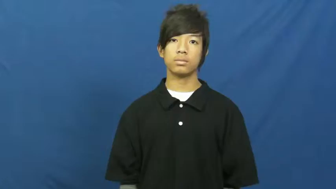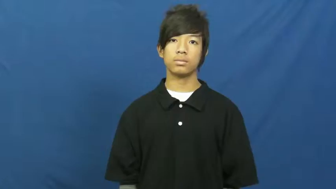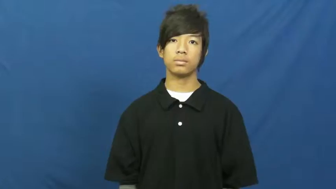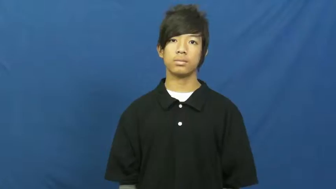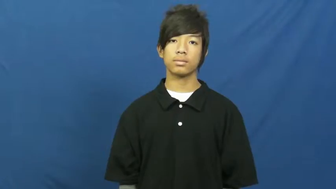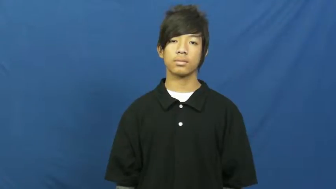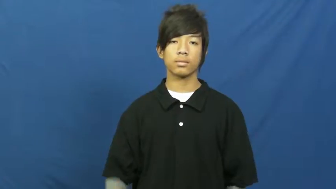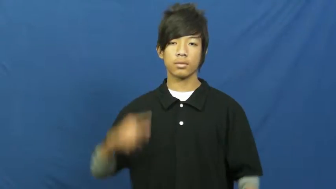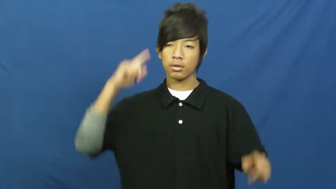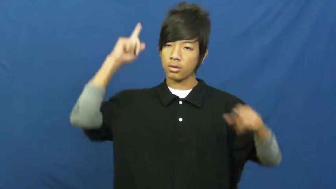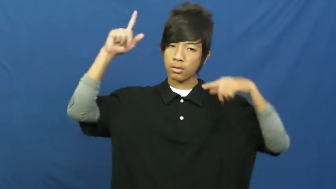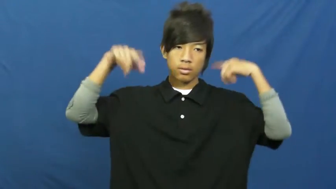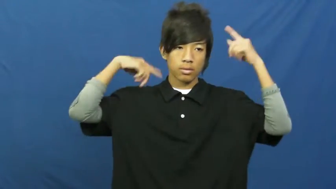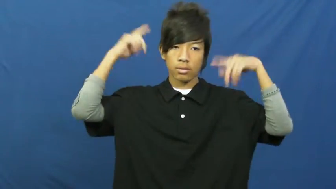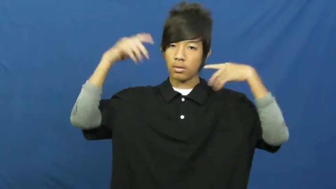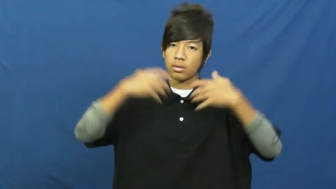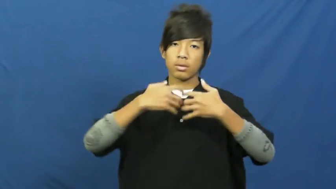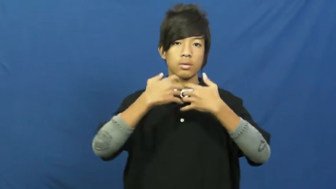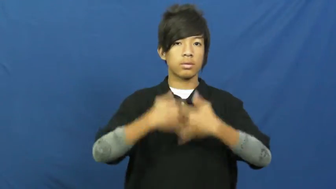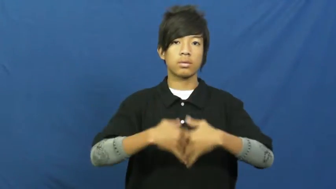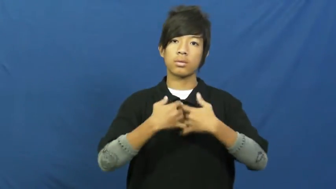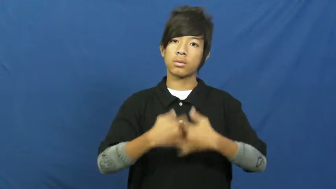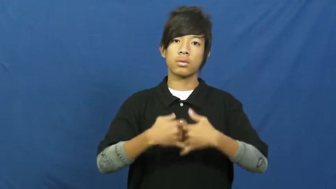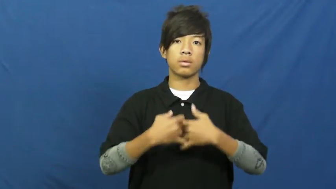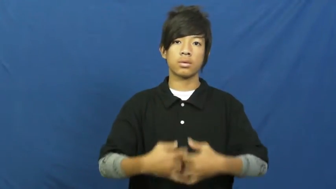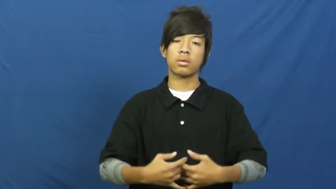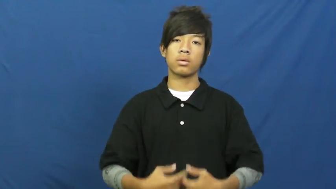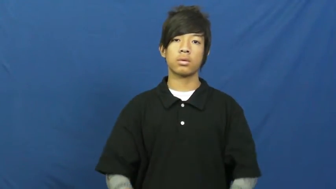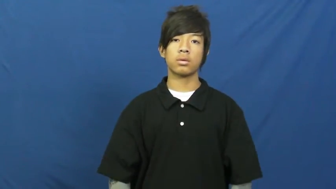contraption